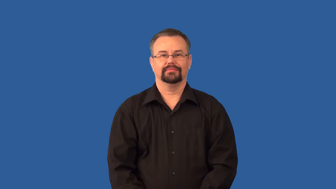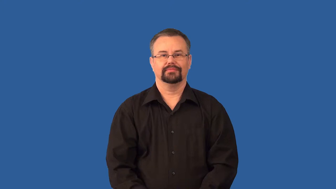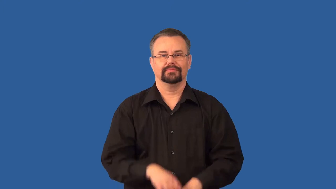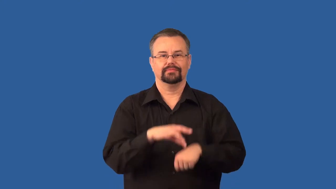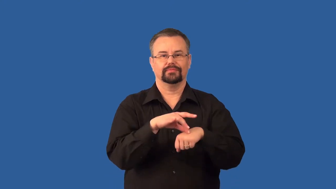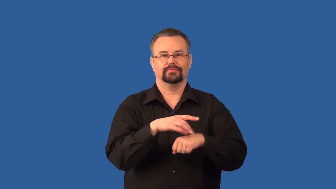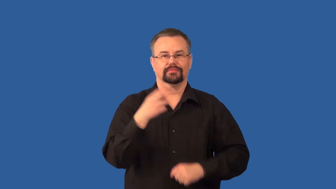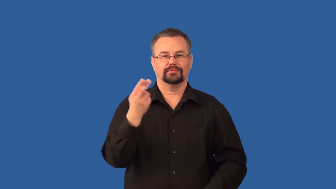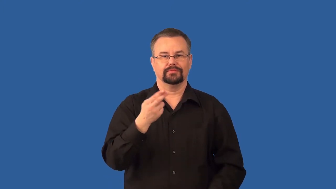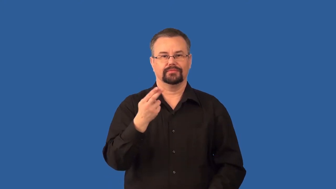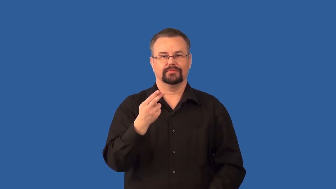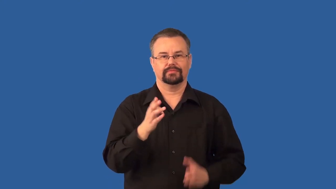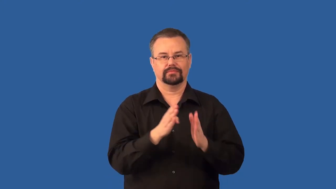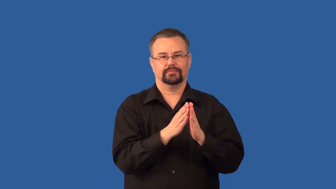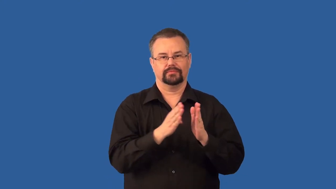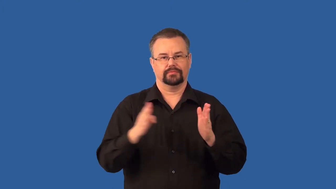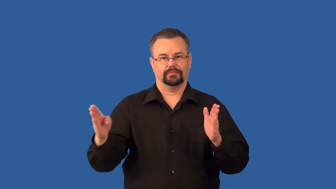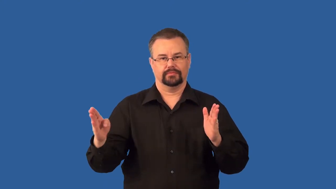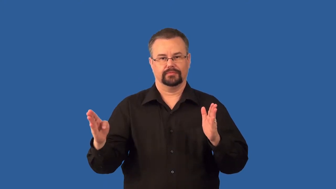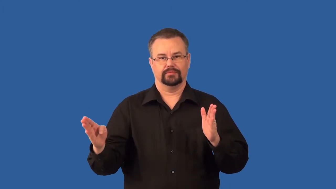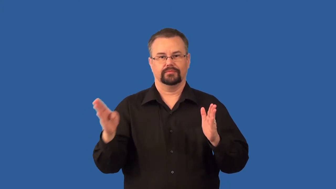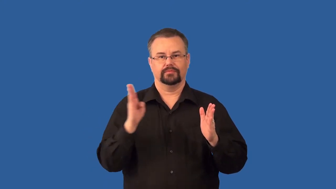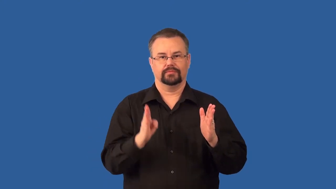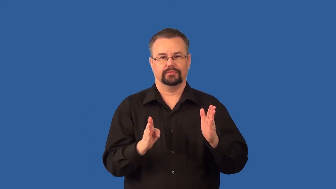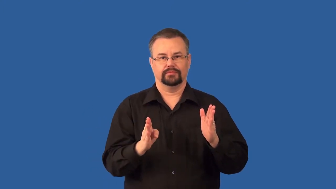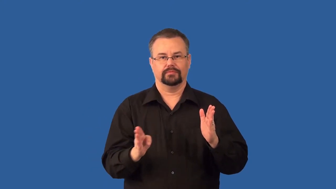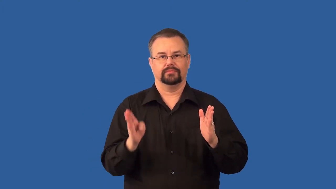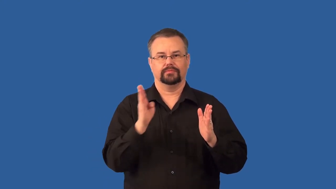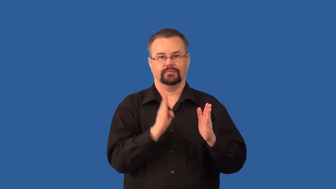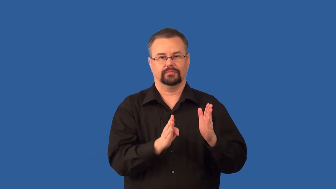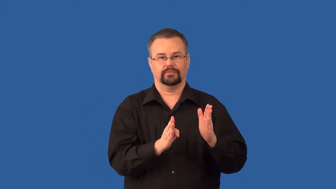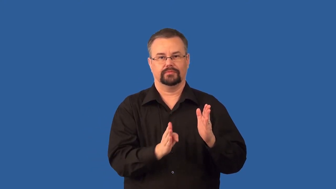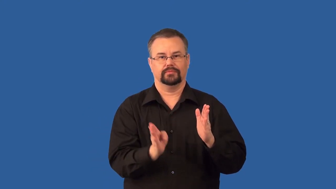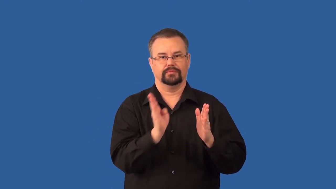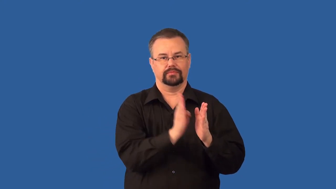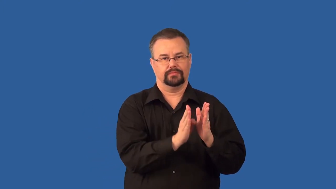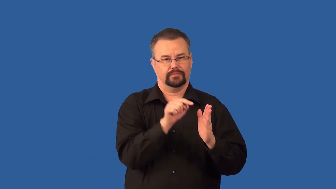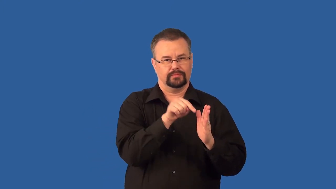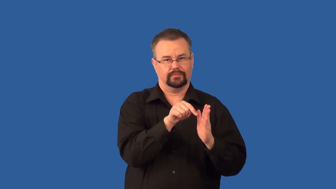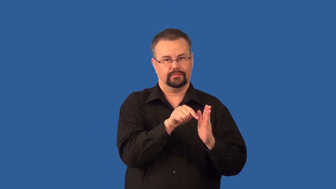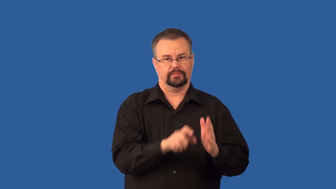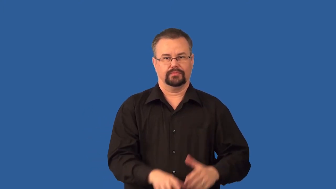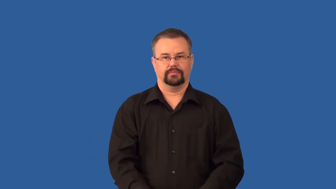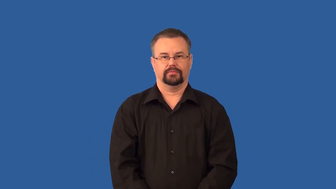epoch,era,age